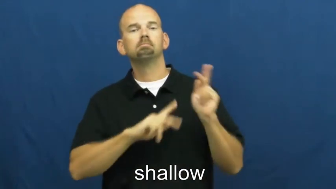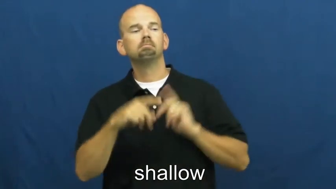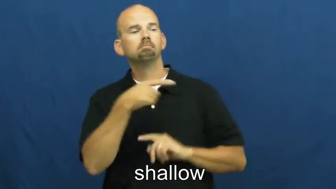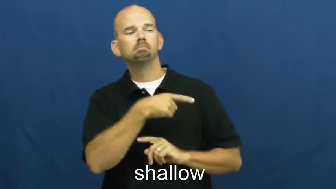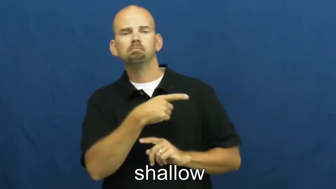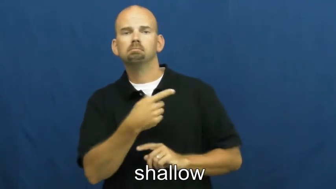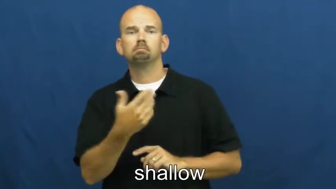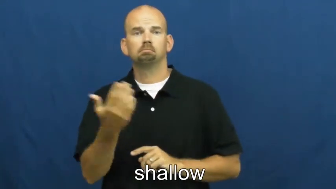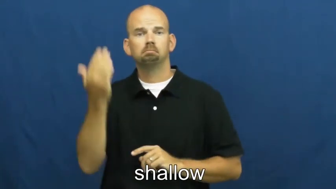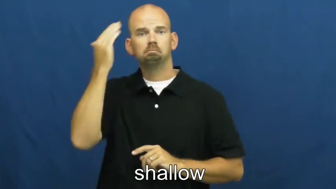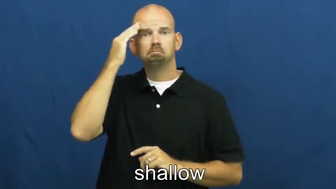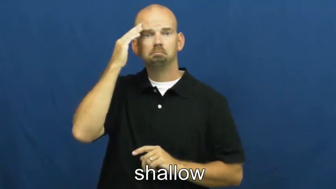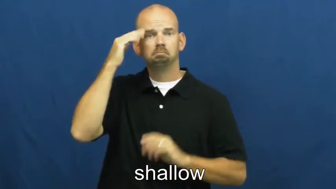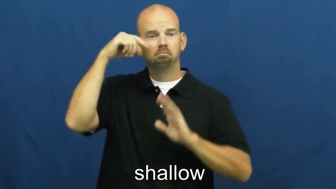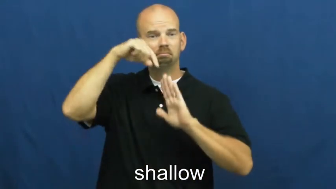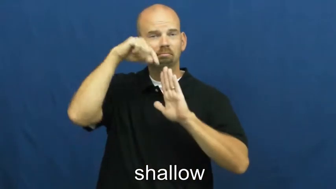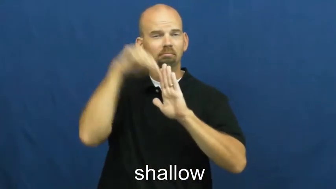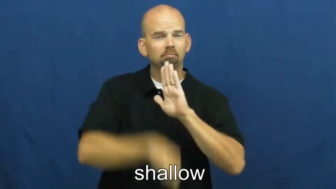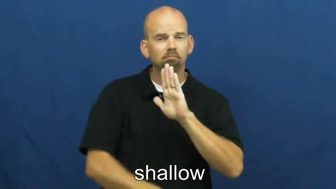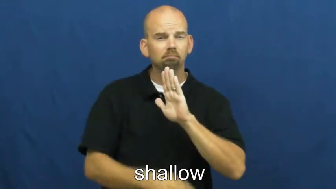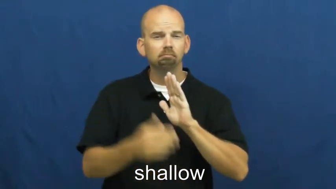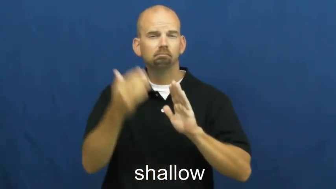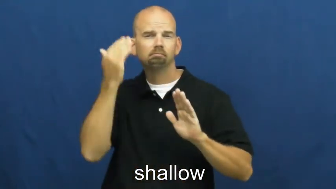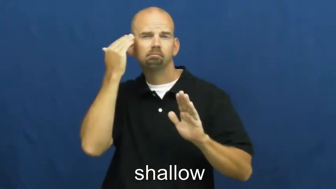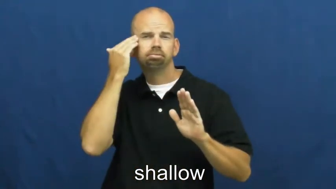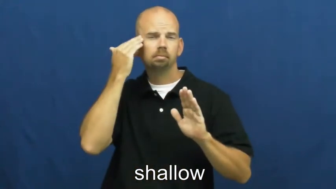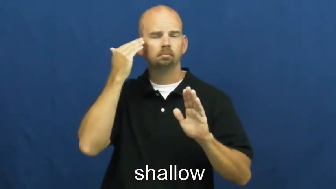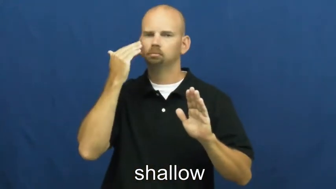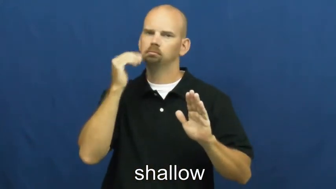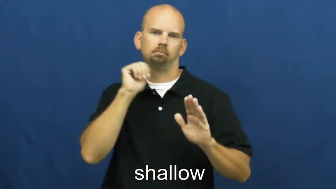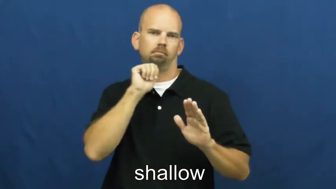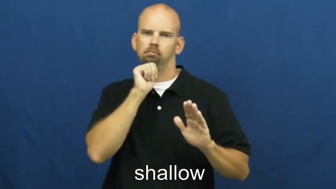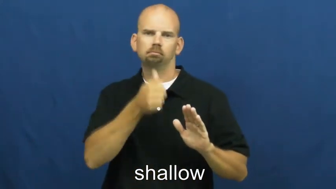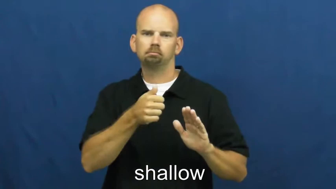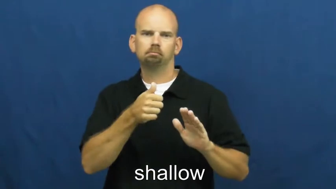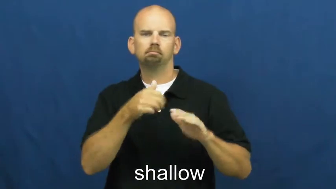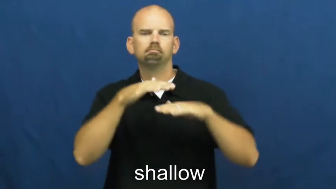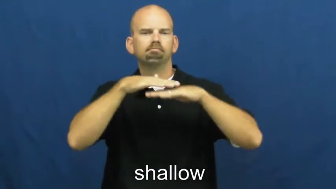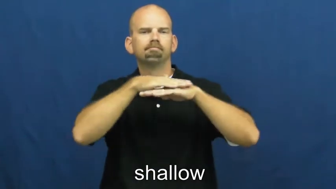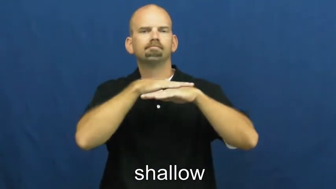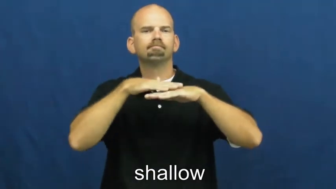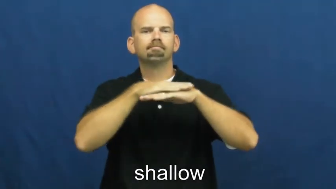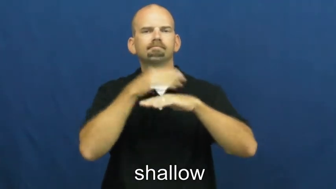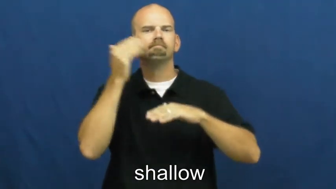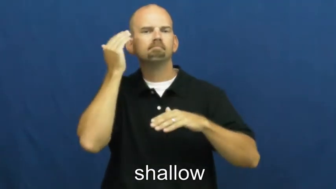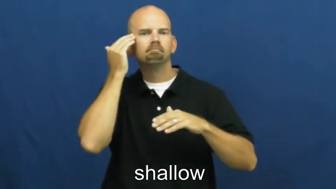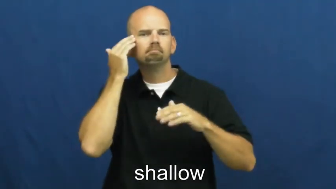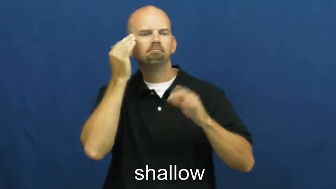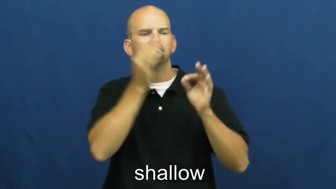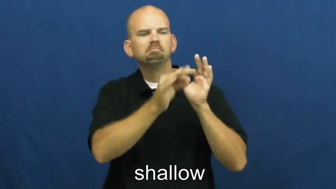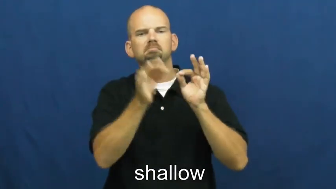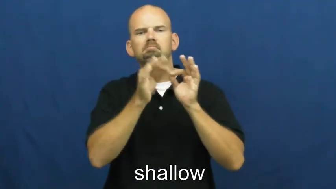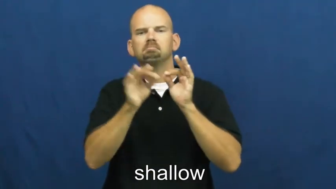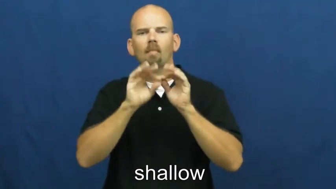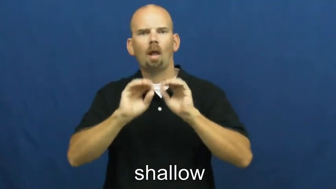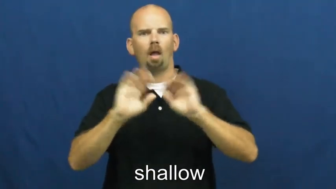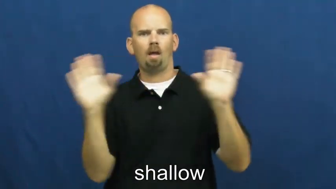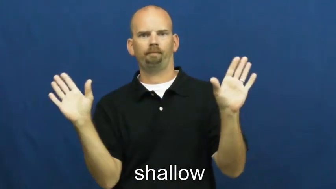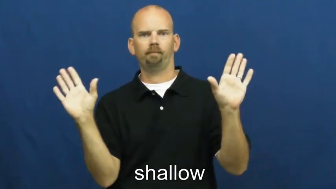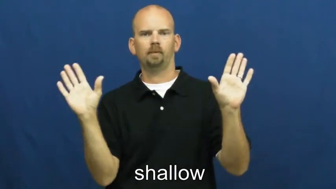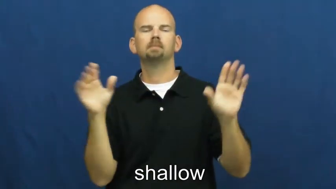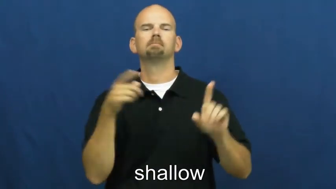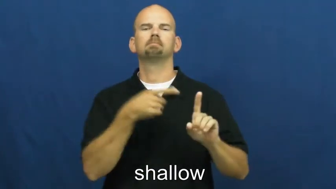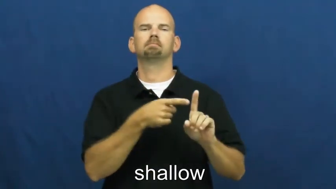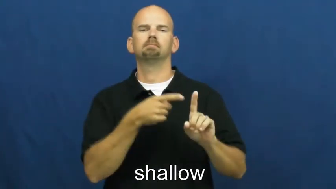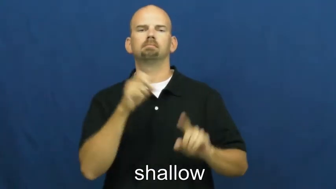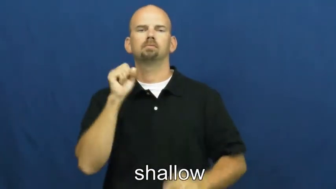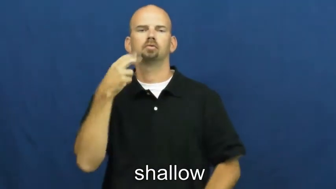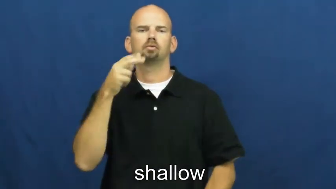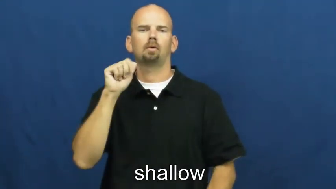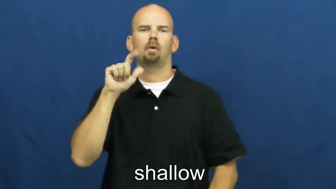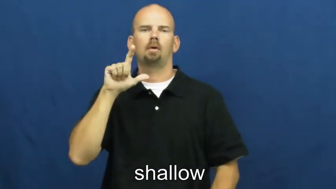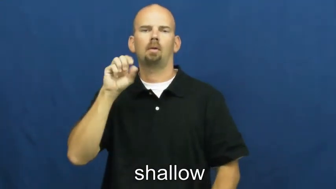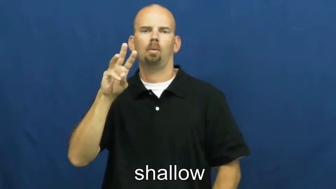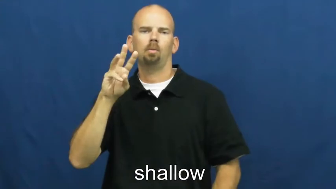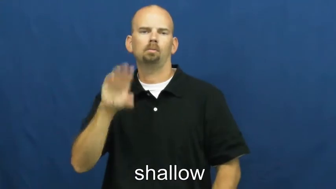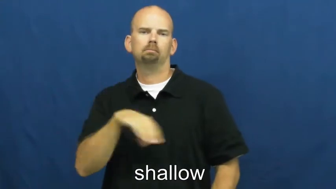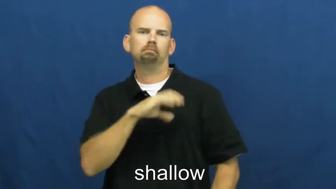shallower,shallowest-characteristic